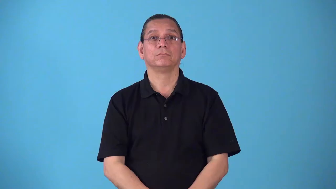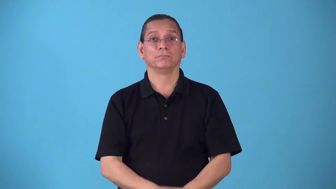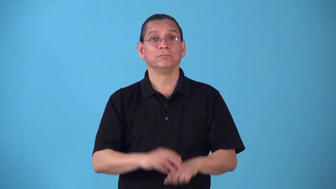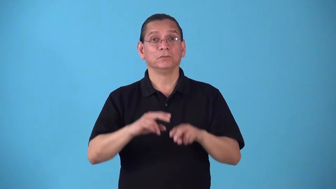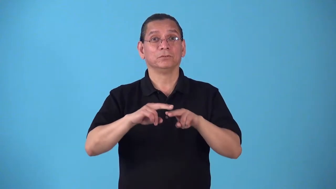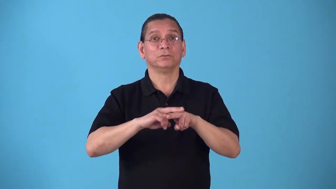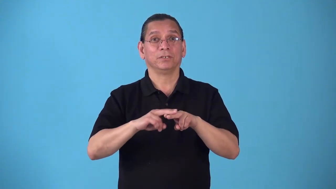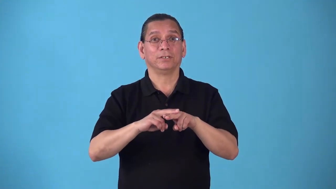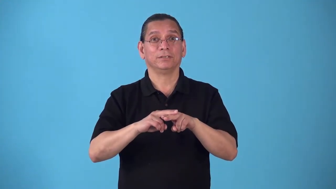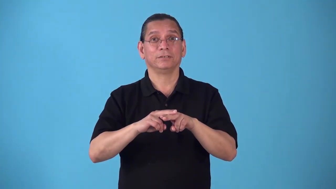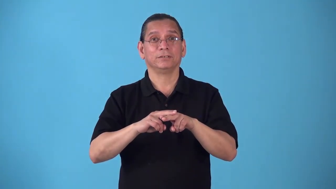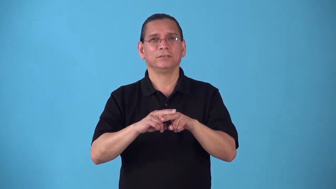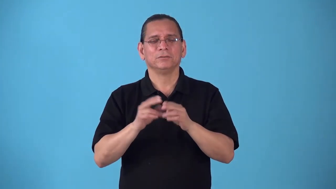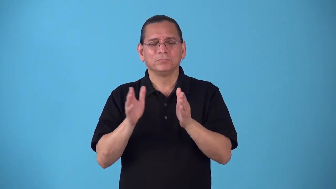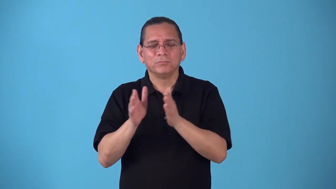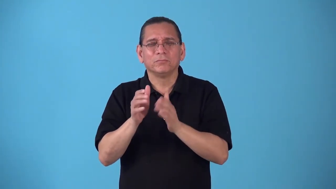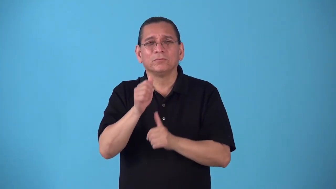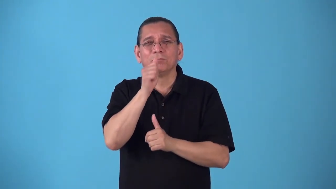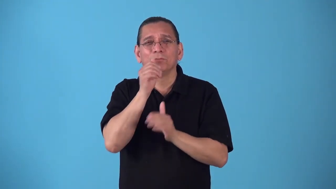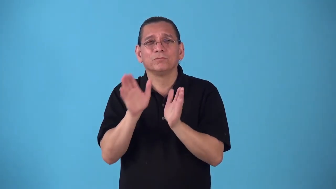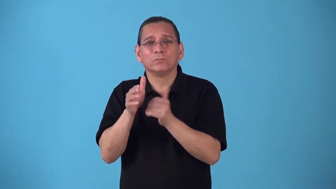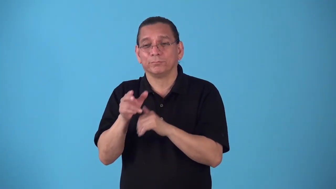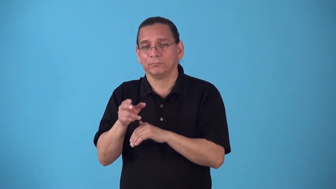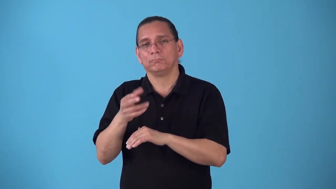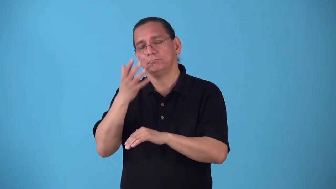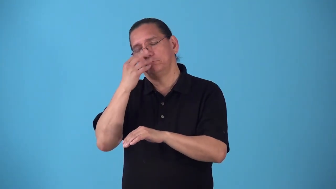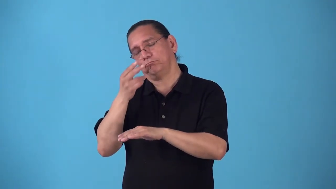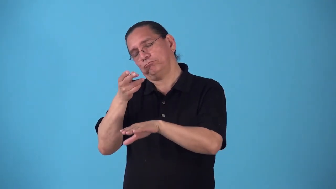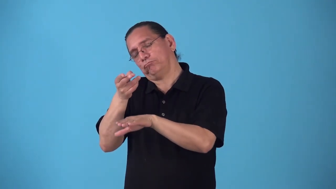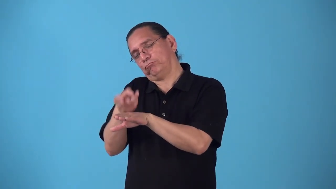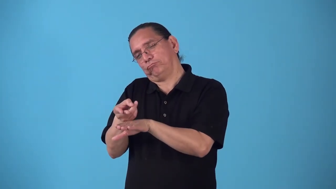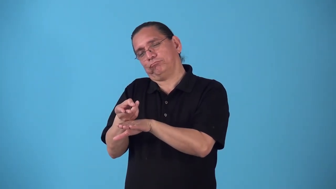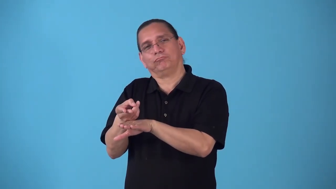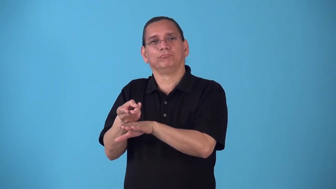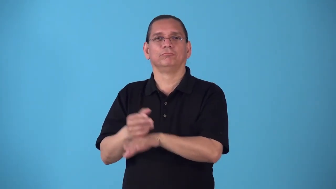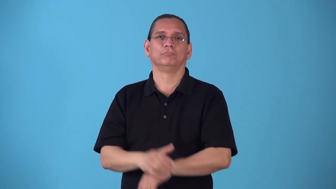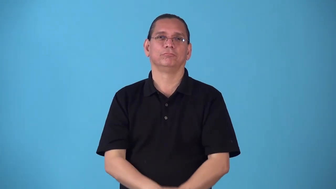roomette